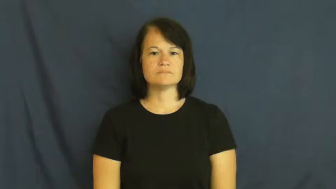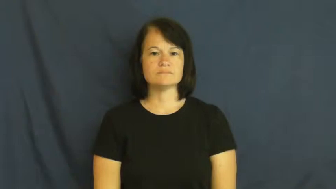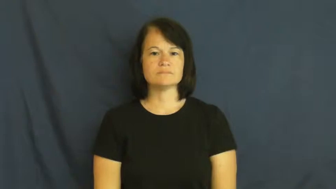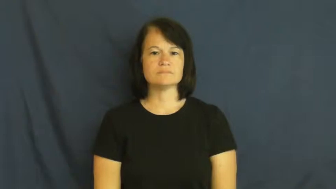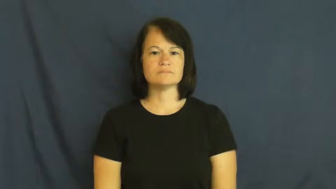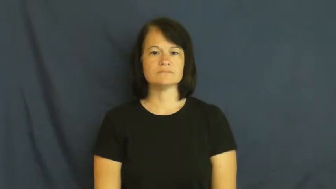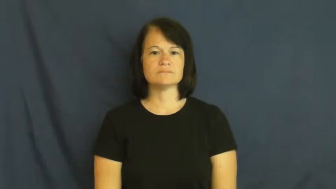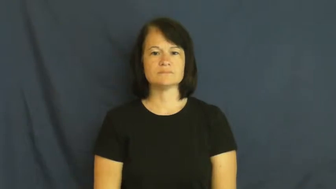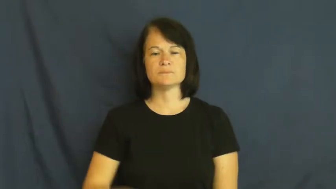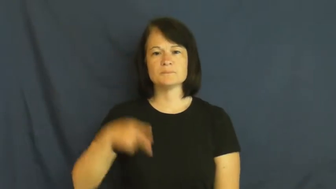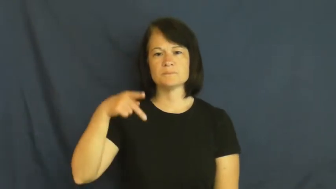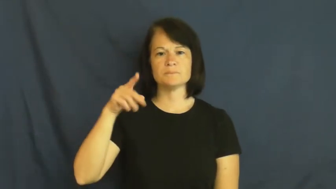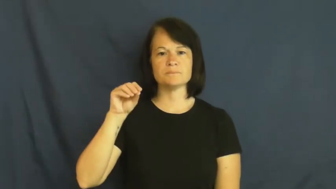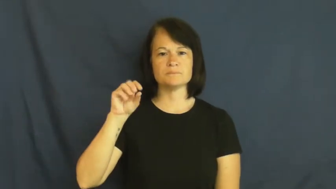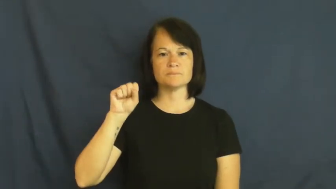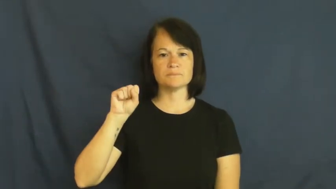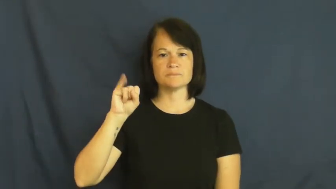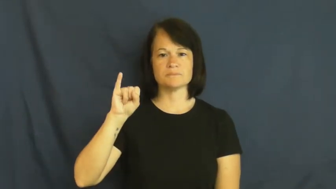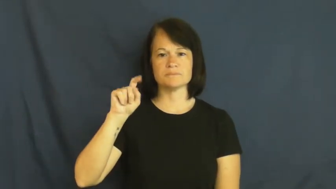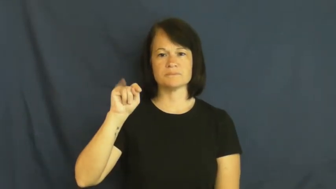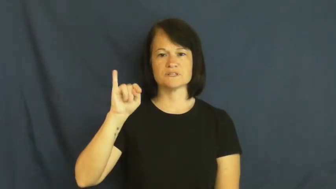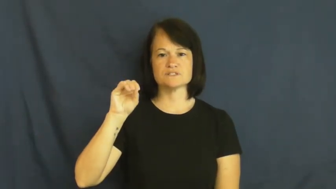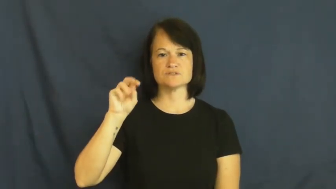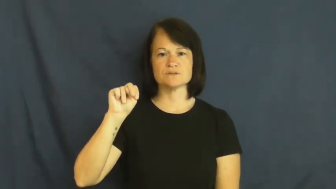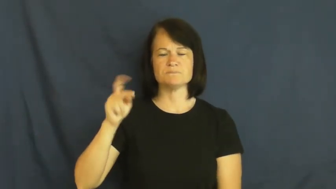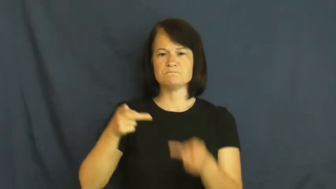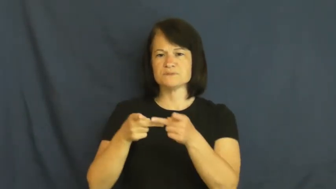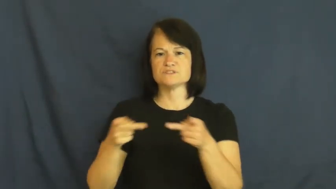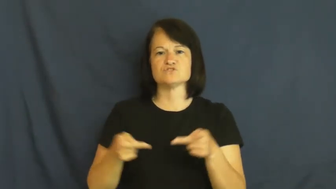position-place